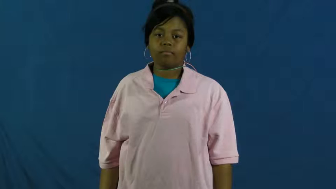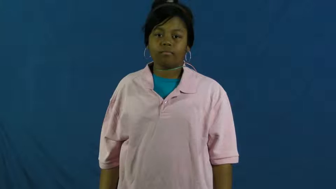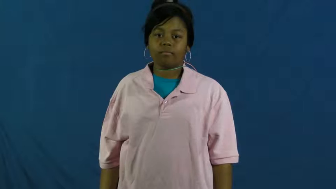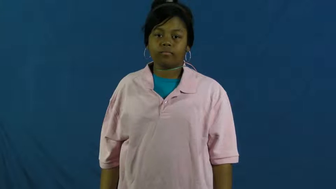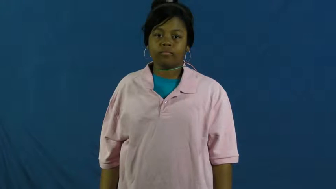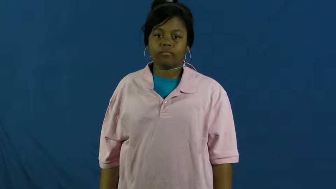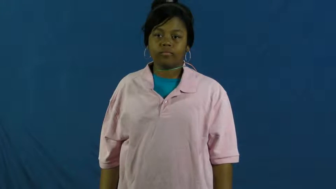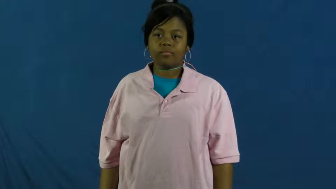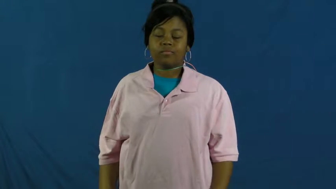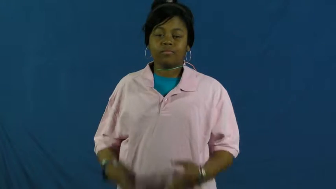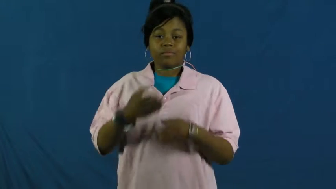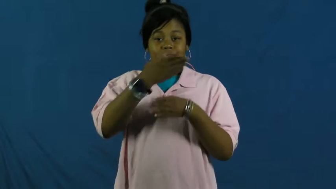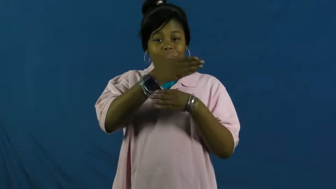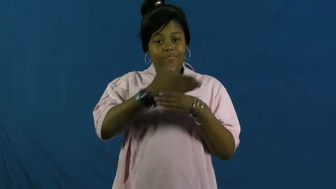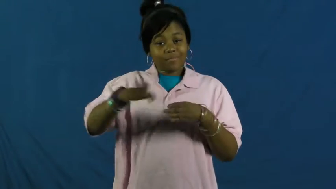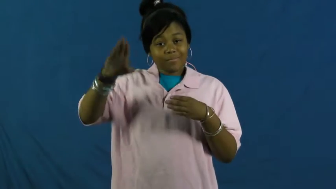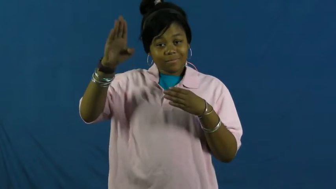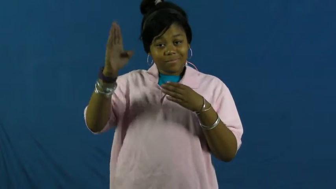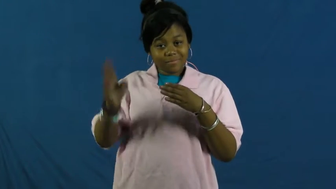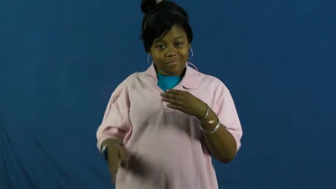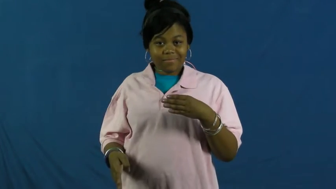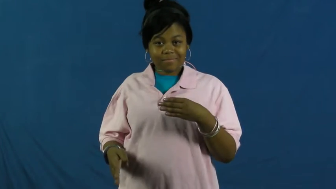wrap up,finality-end